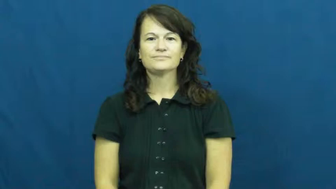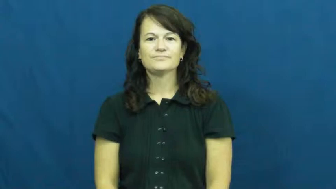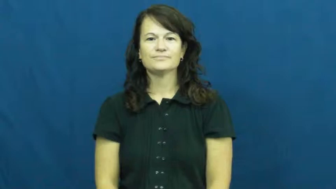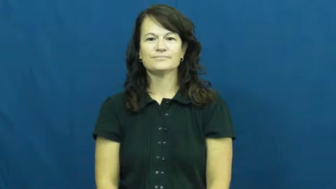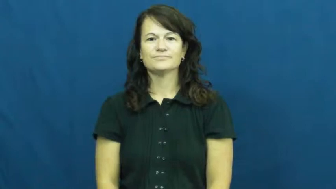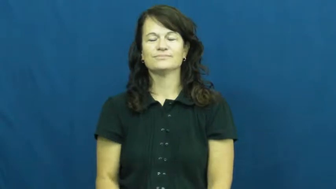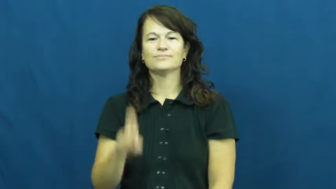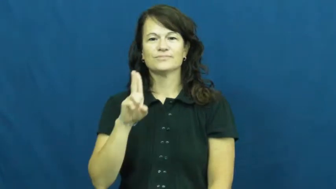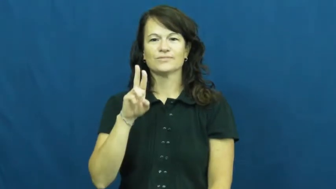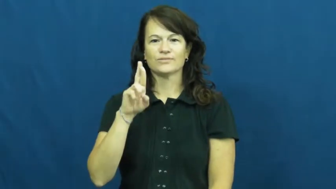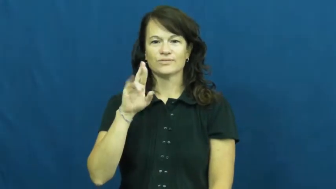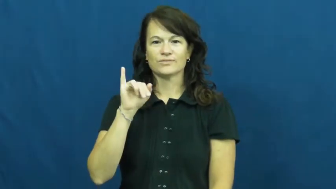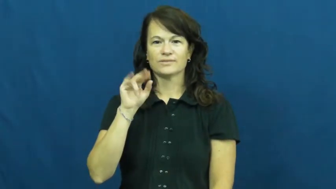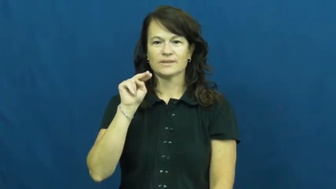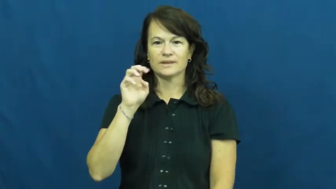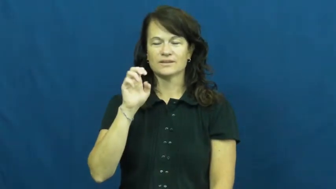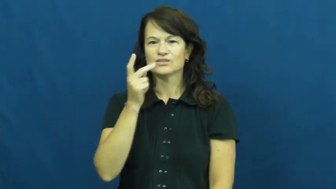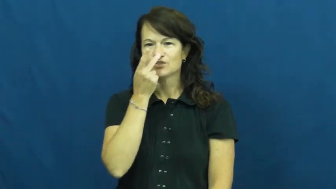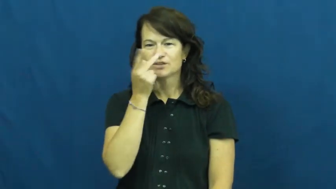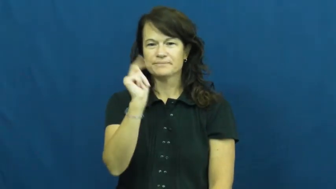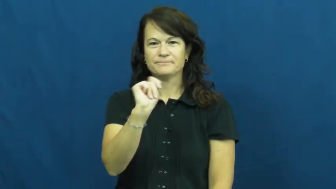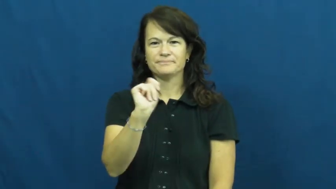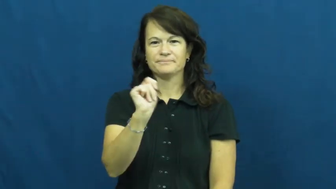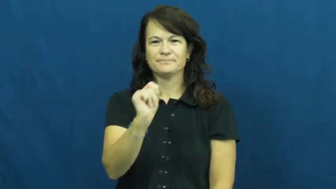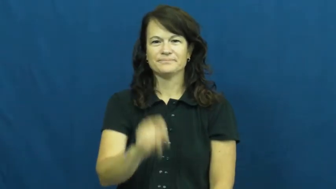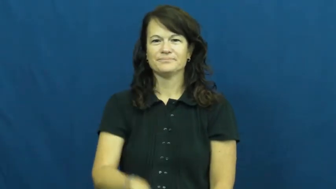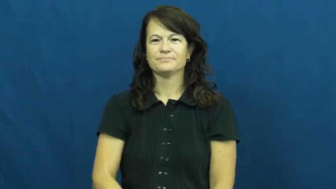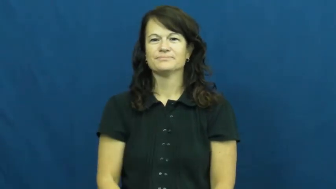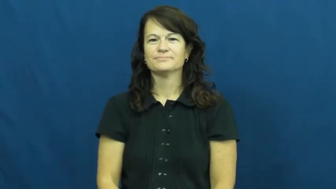urine